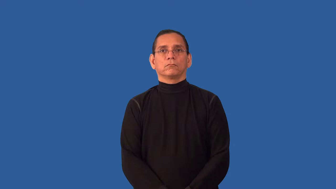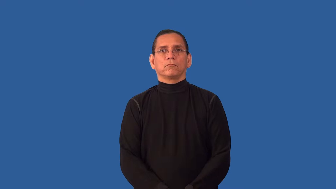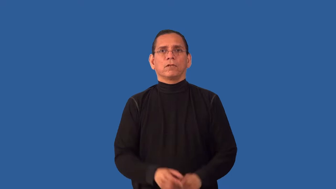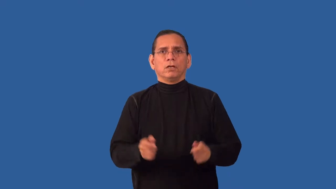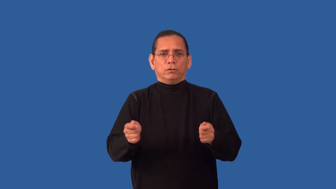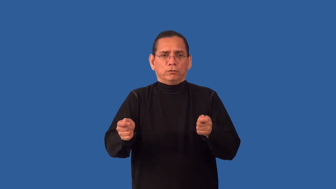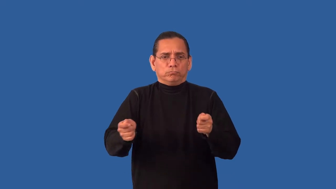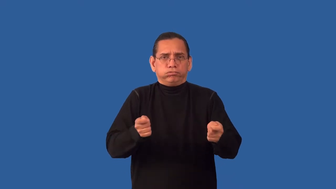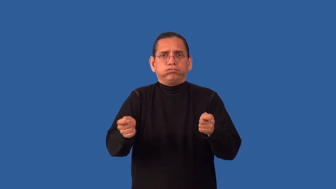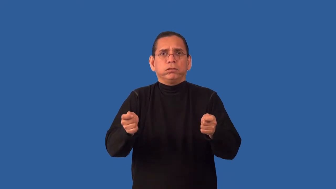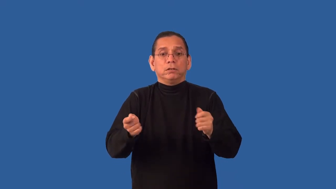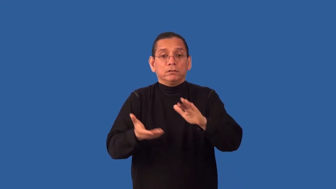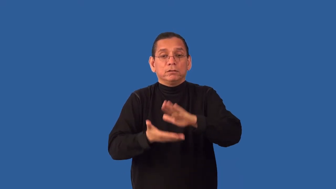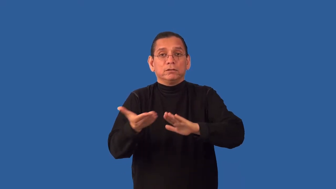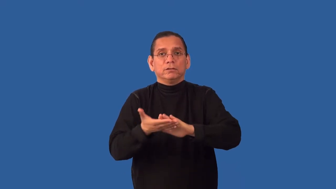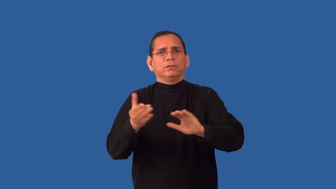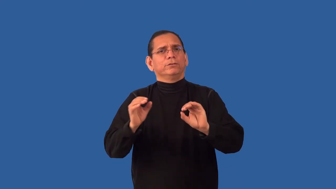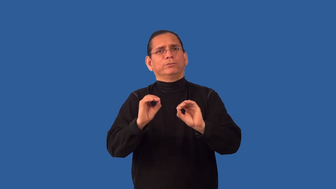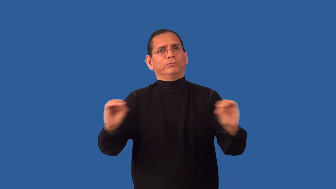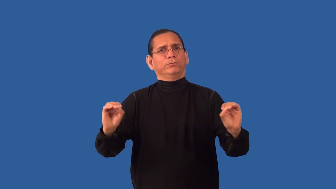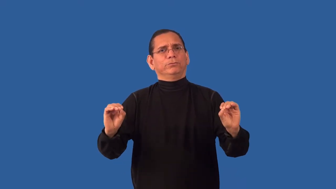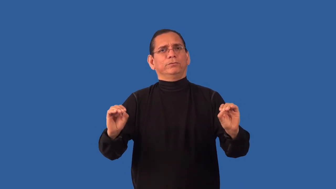uncivilized-ungoverned